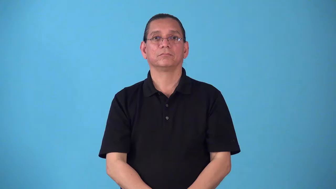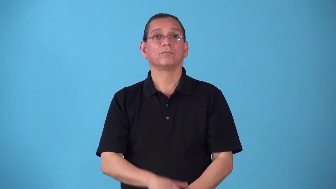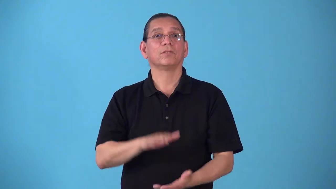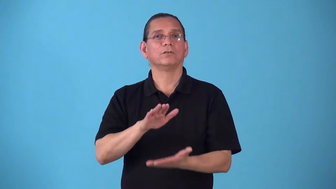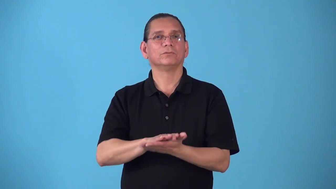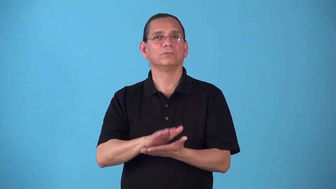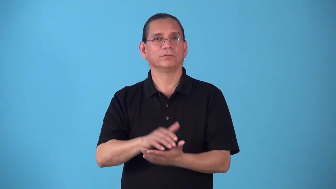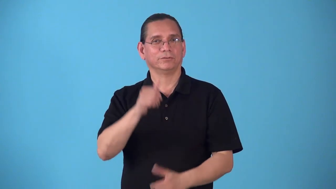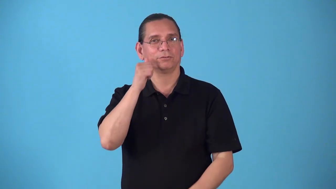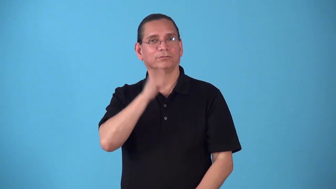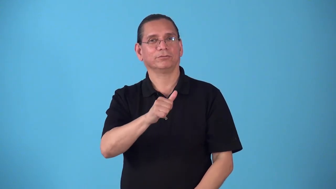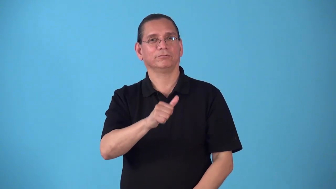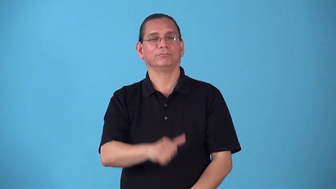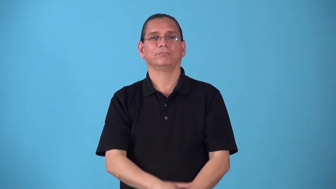schoolgirl